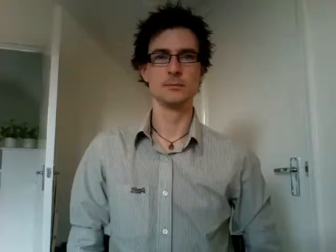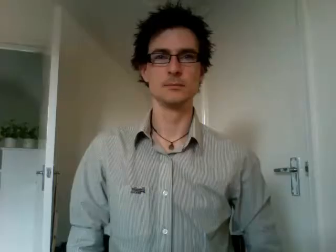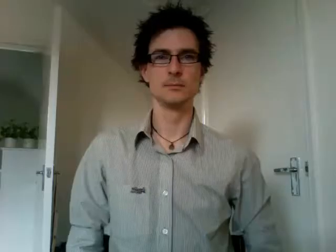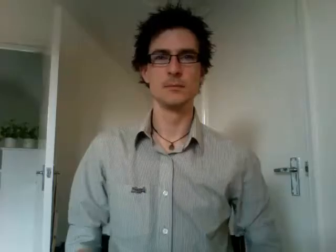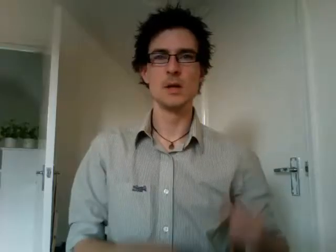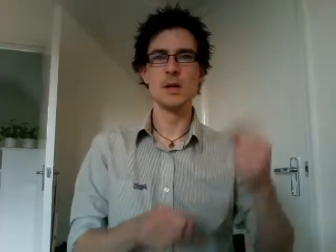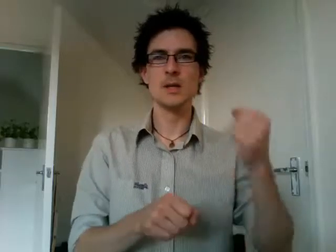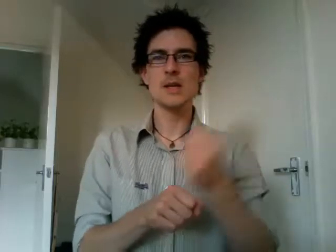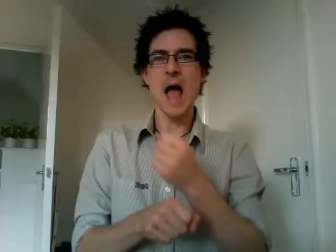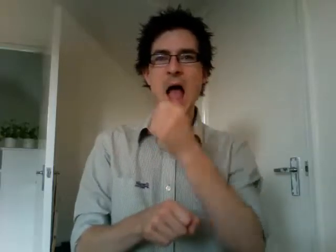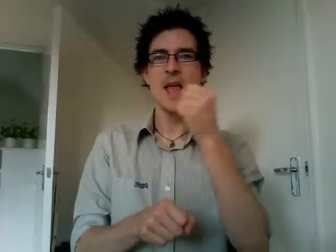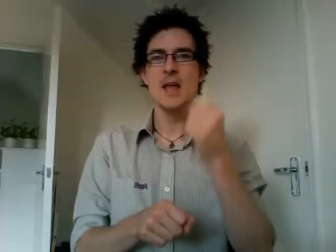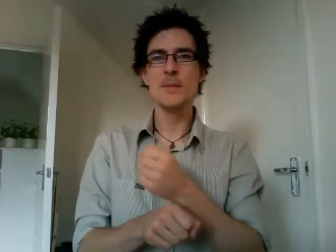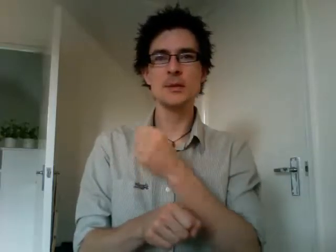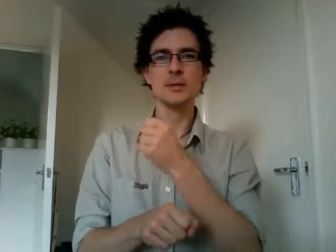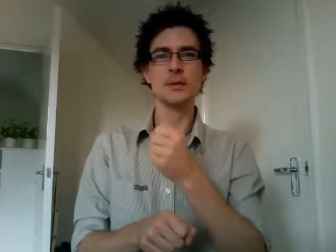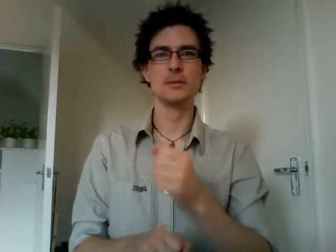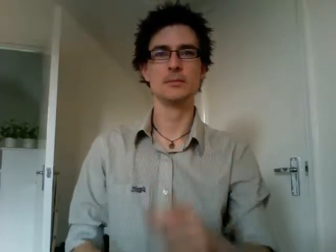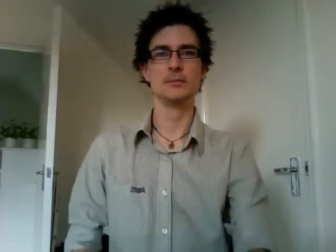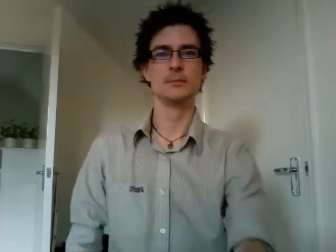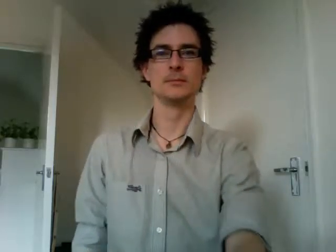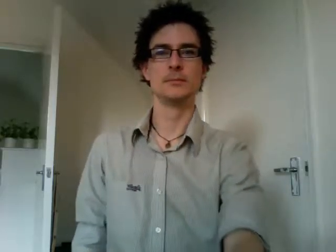games